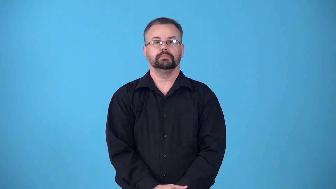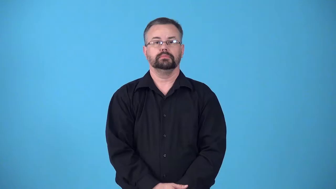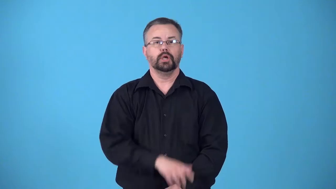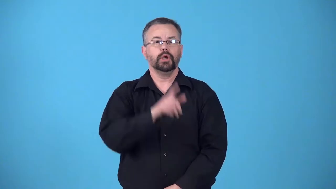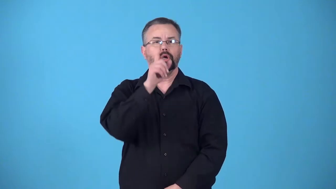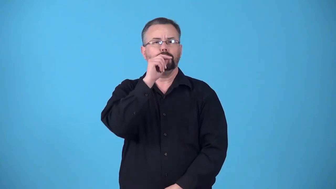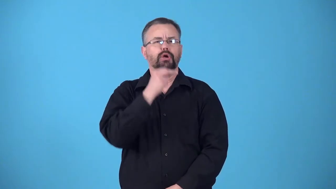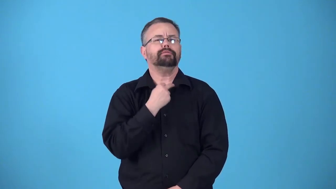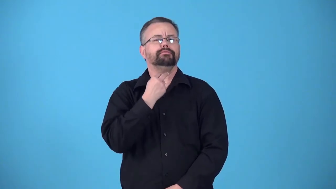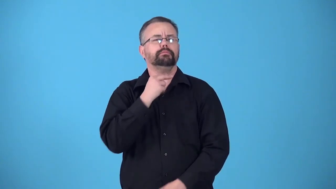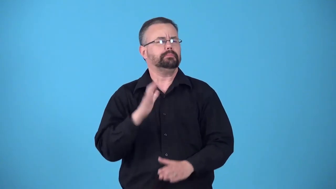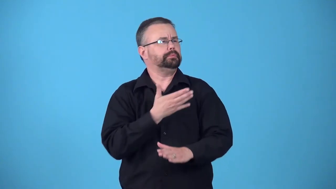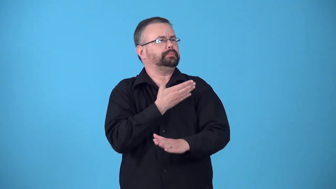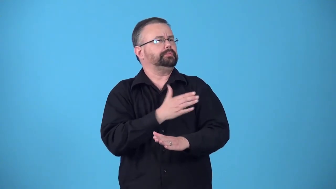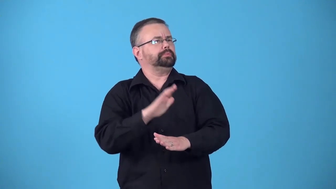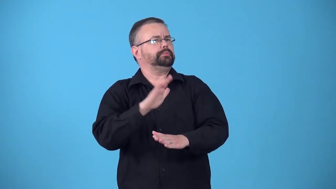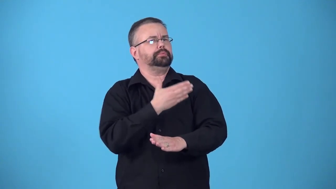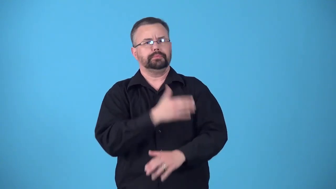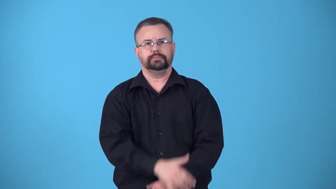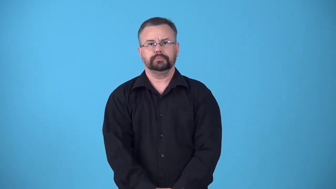birdcall, birdsong-common sounds or calls made by bird